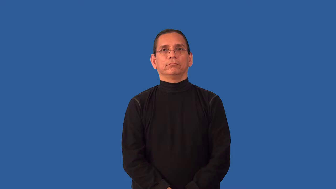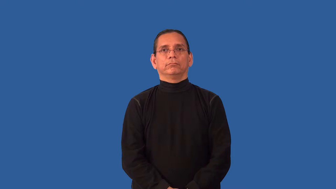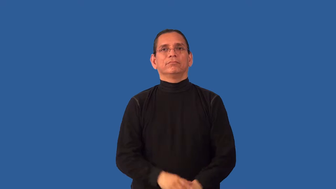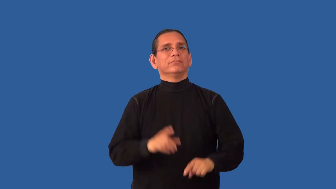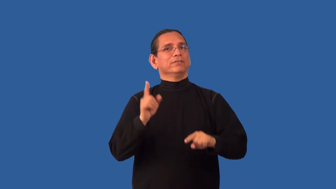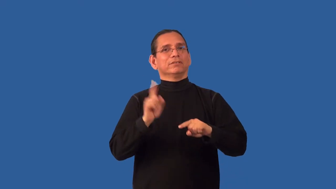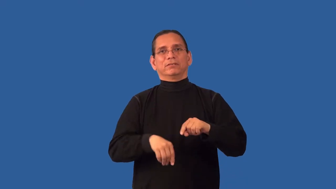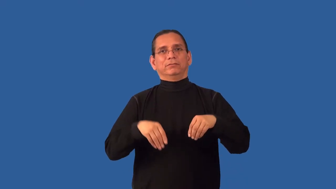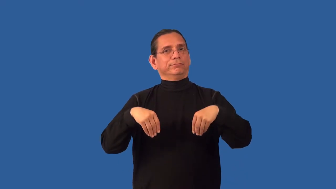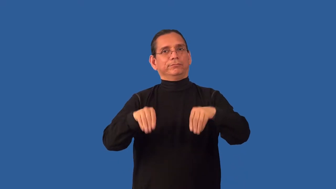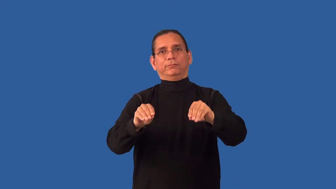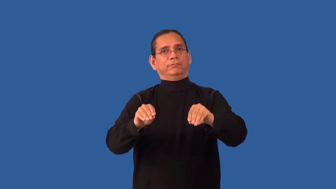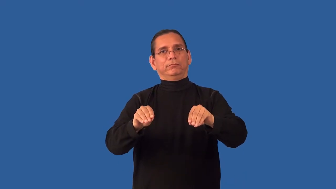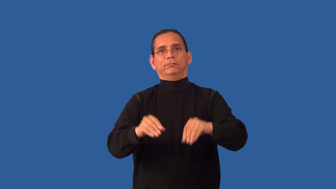unsalable